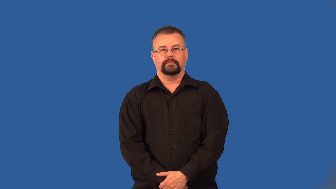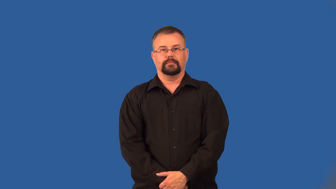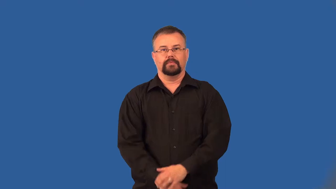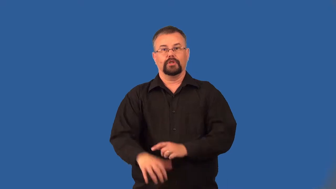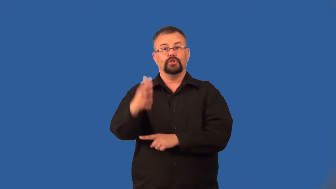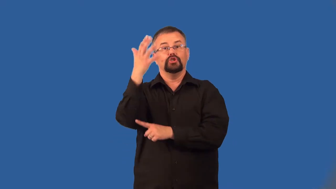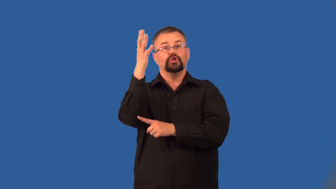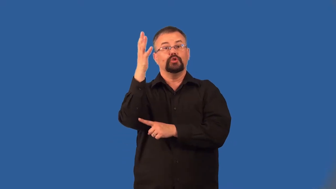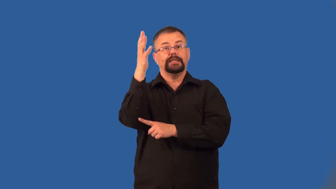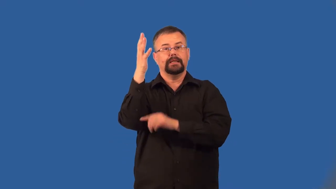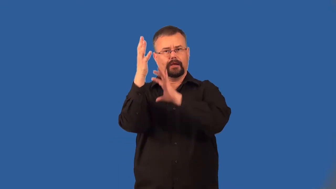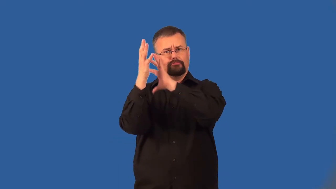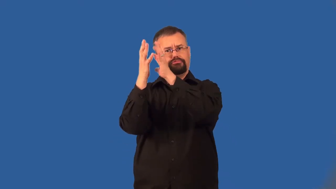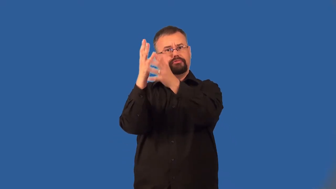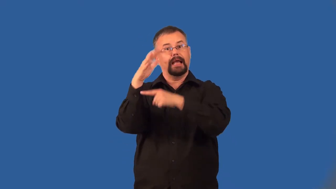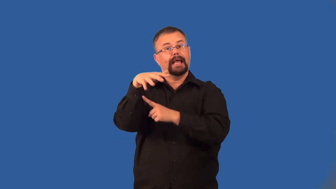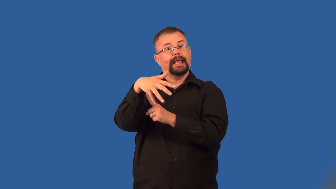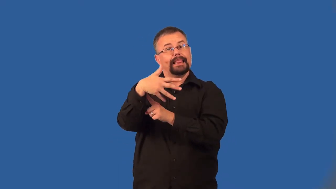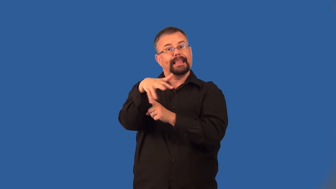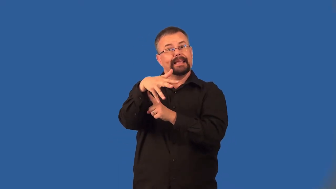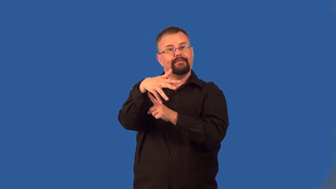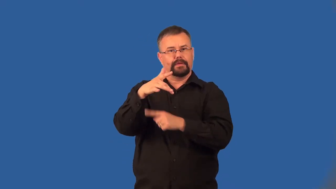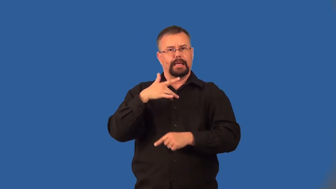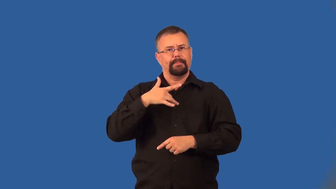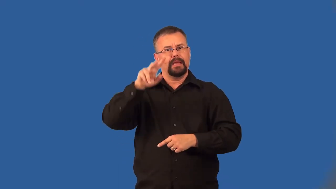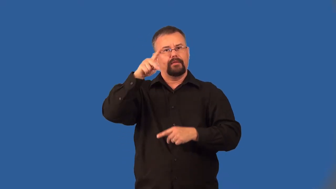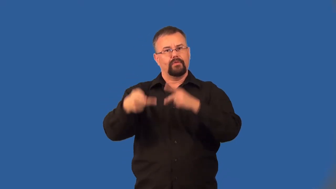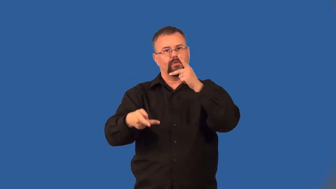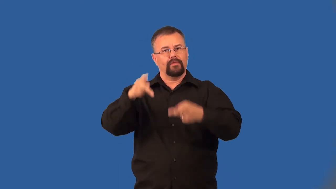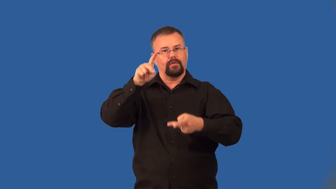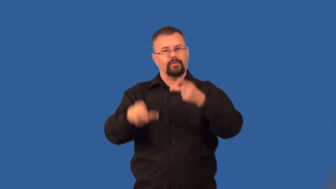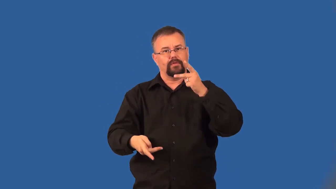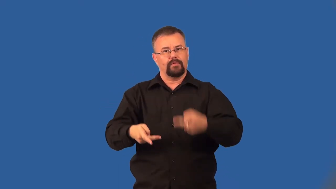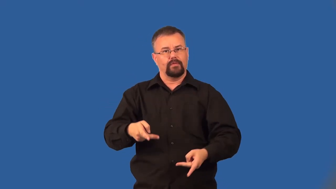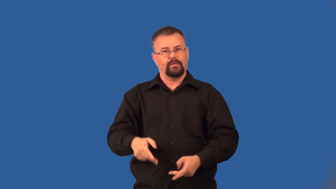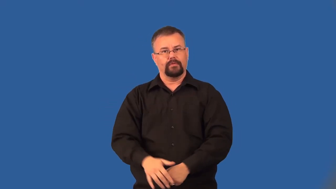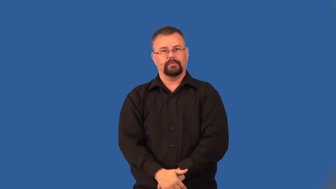deciduous